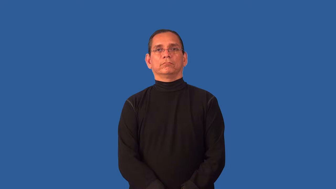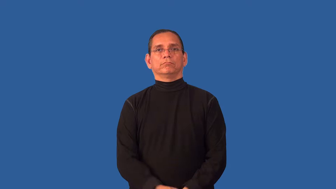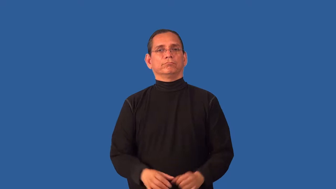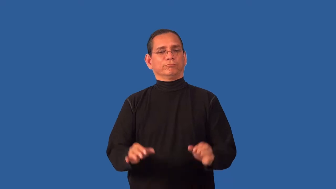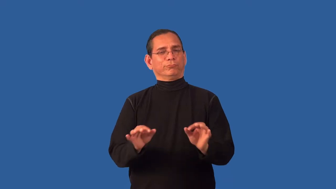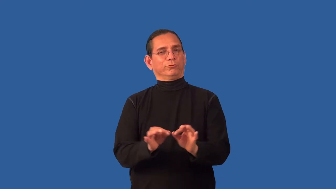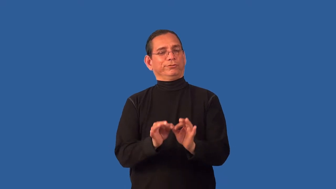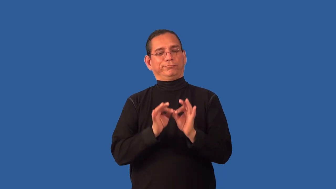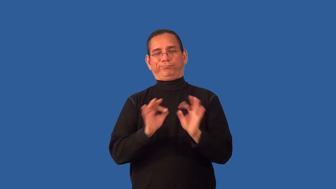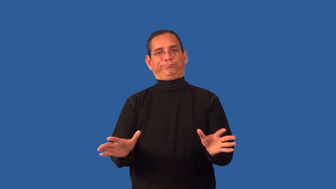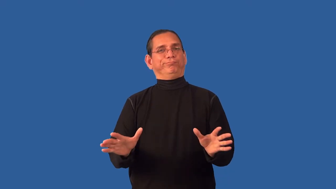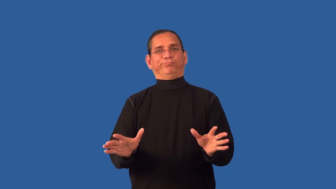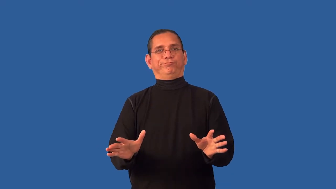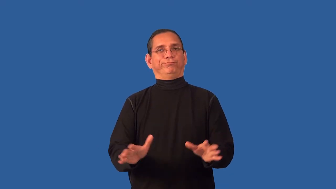unfruitful